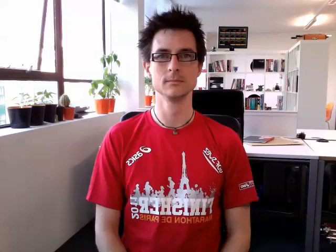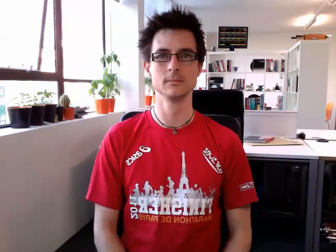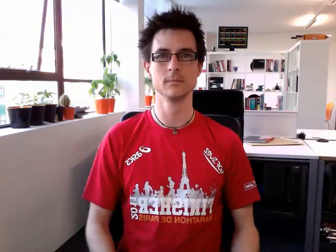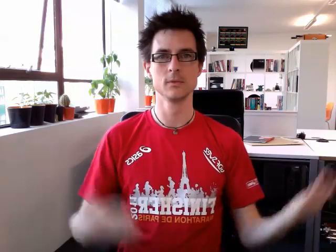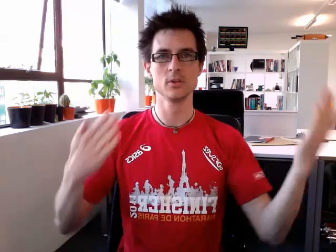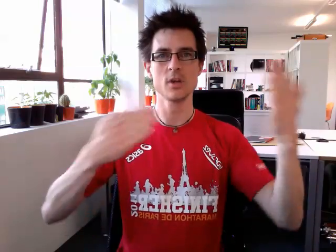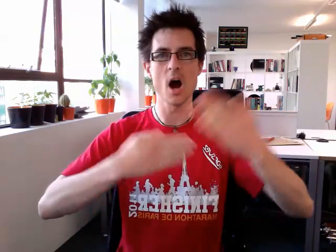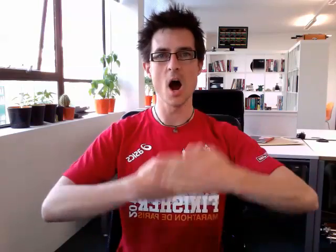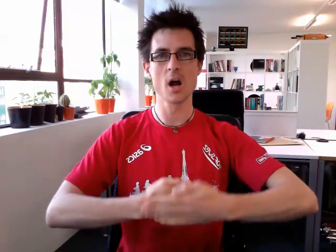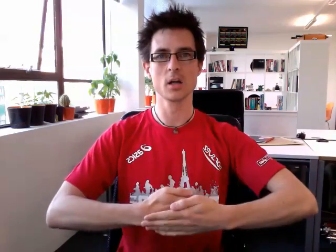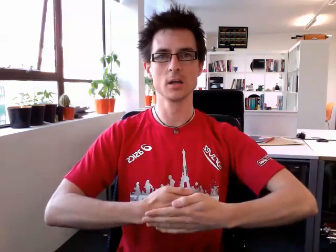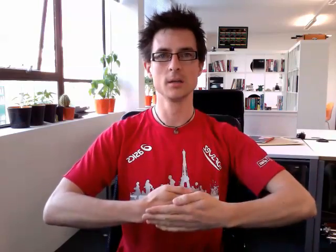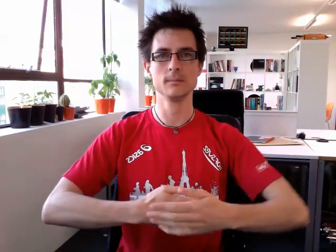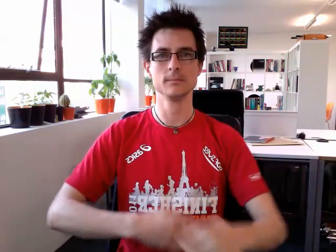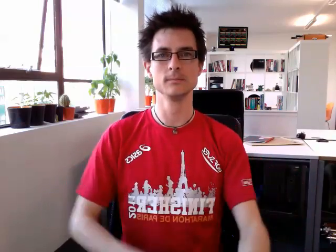dark